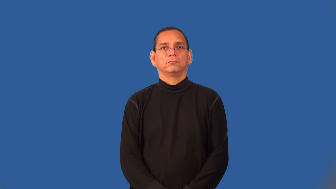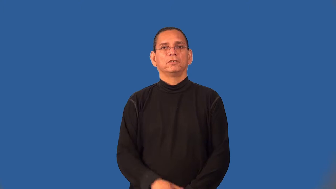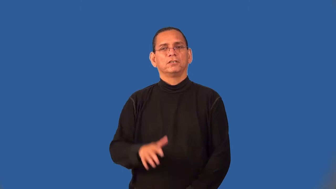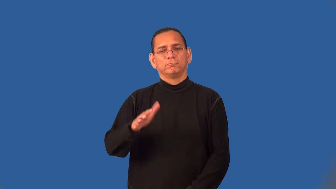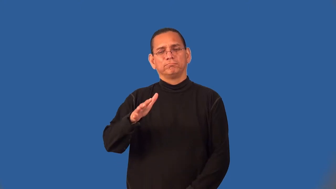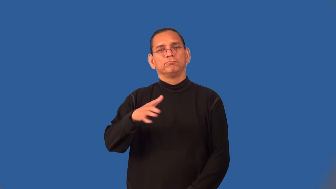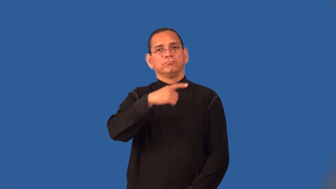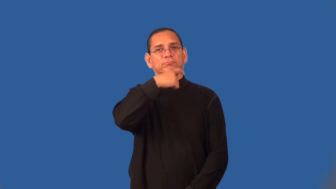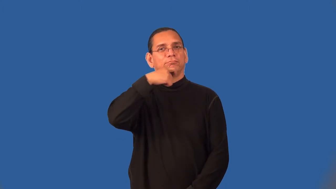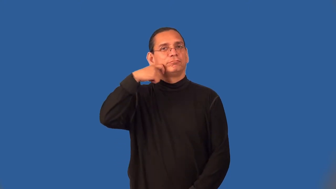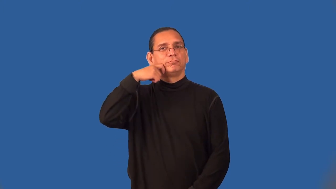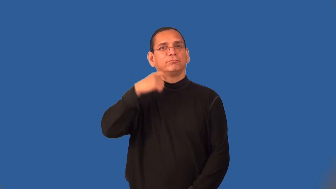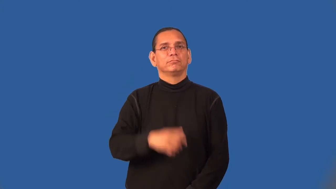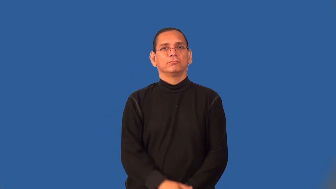semiarid